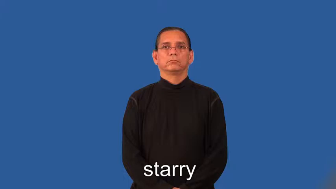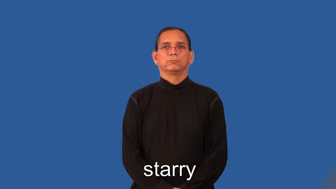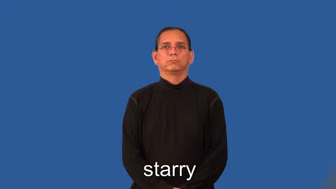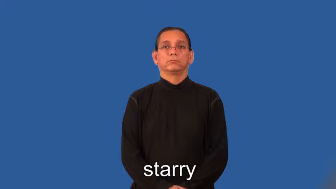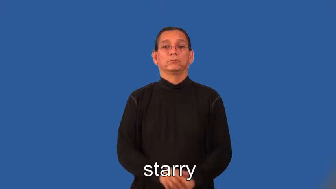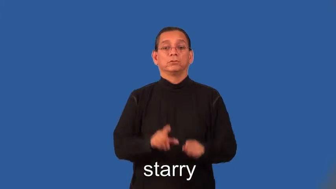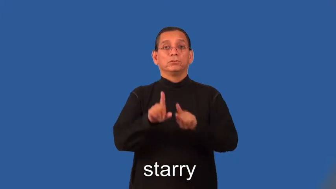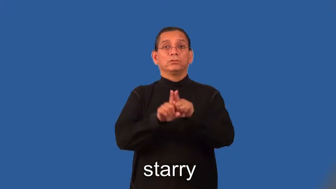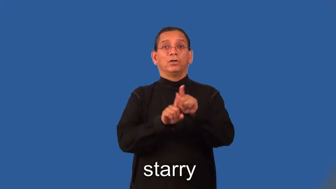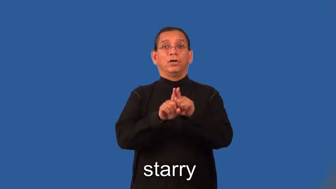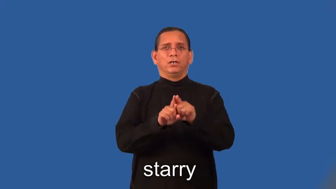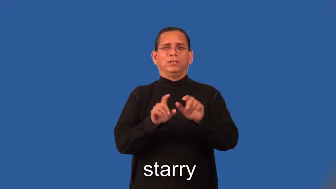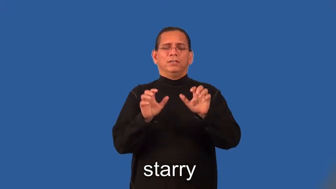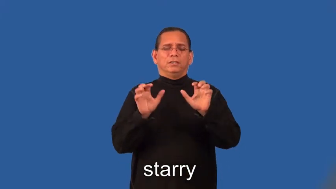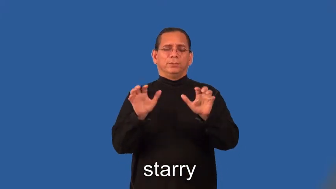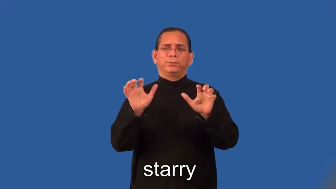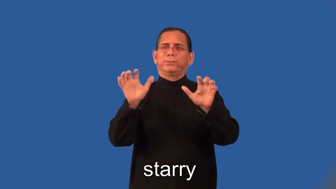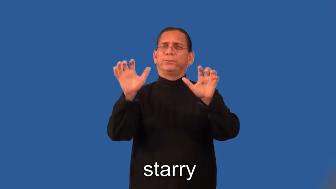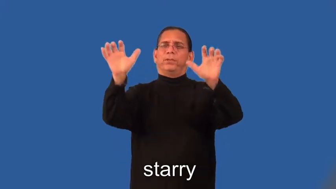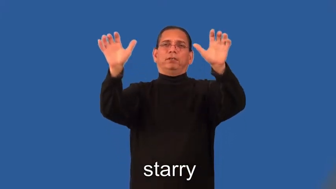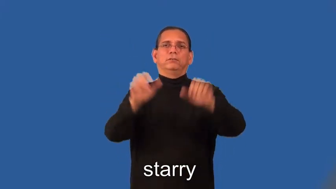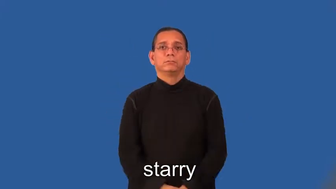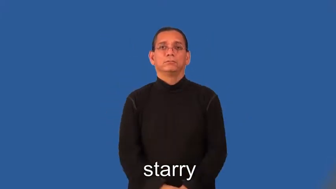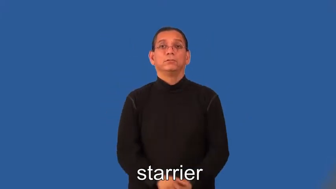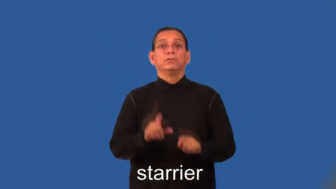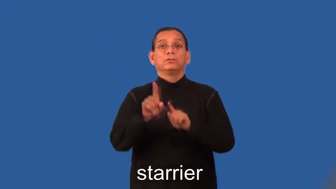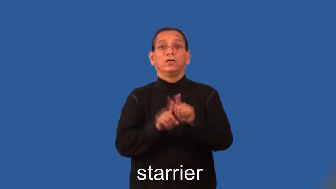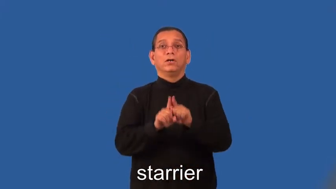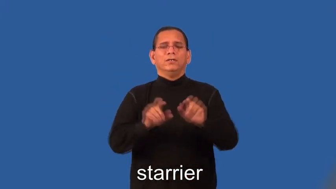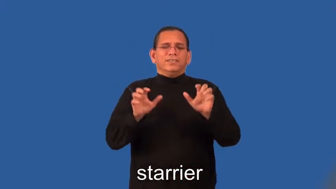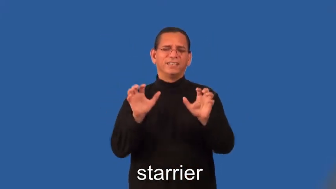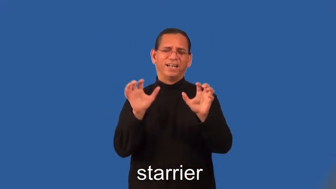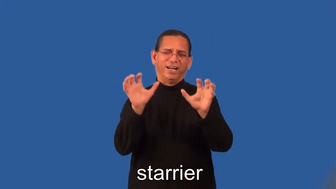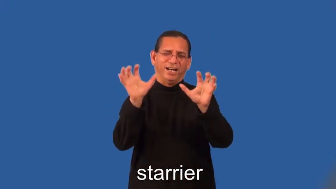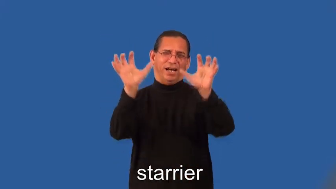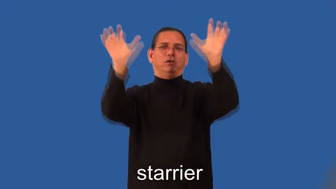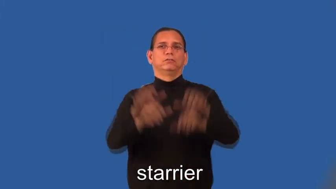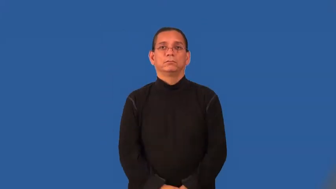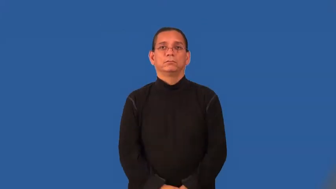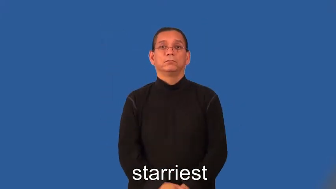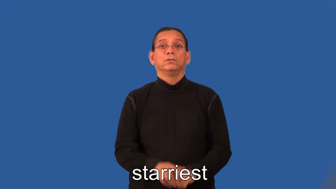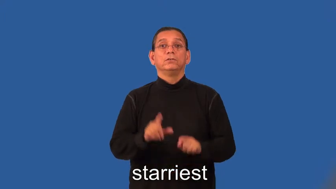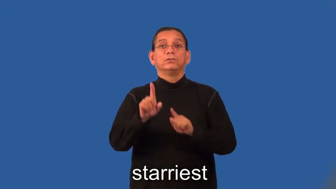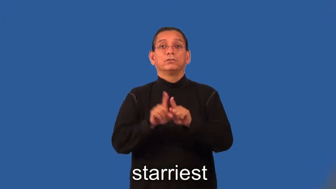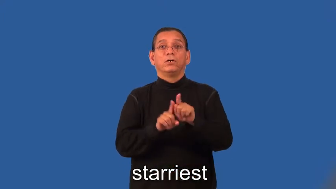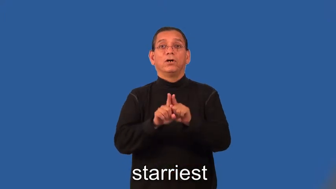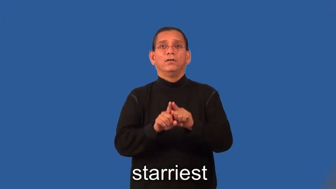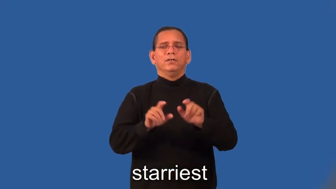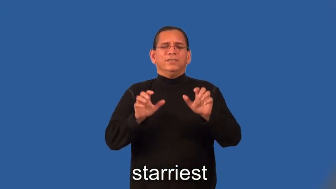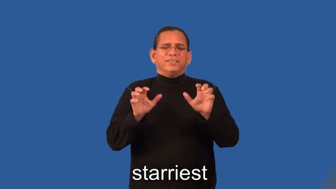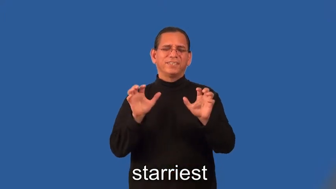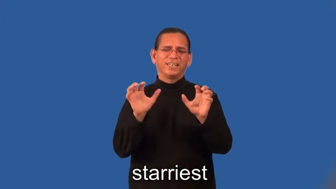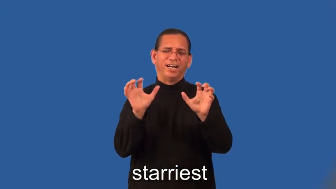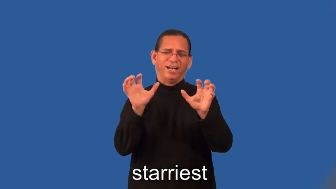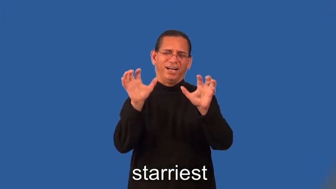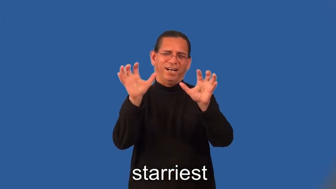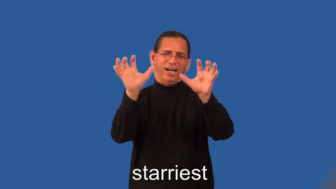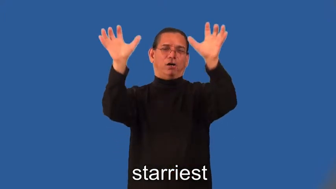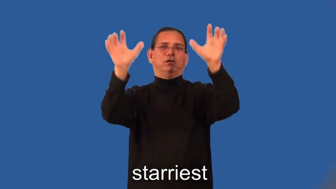starrier,starriest